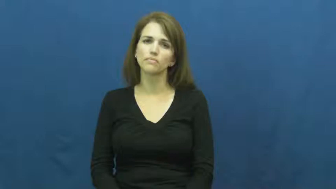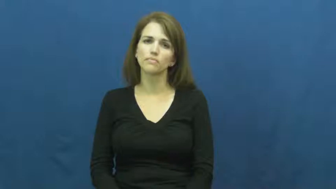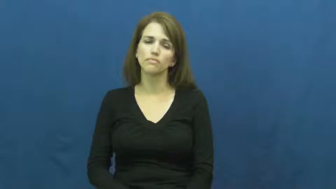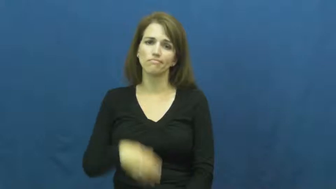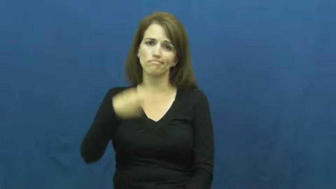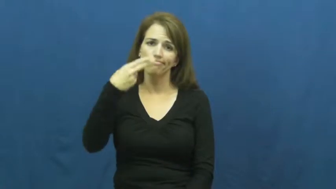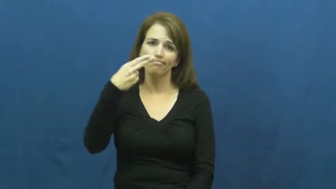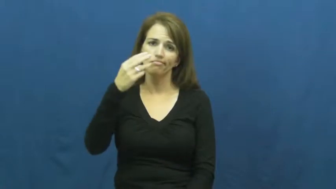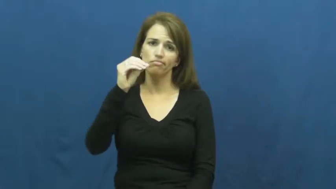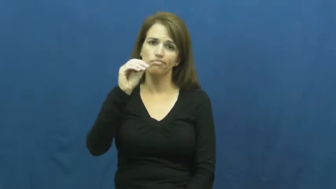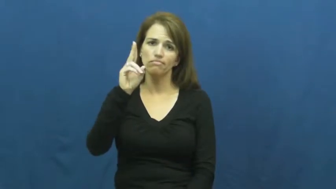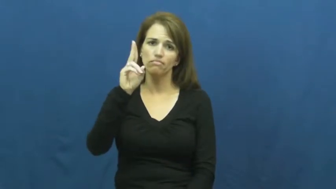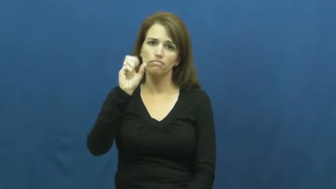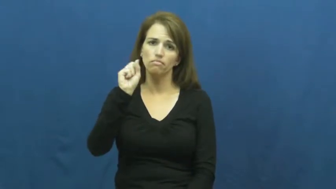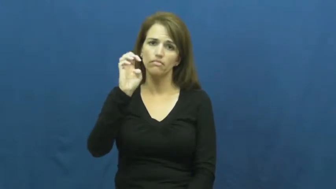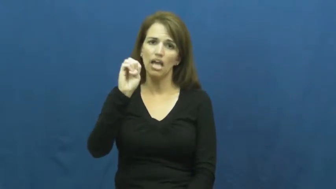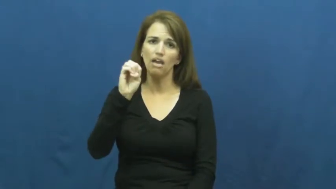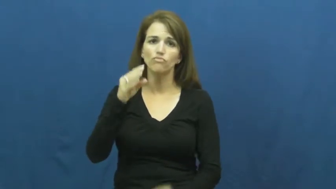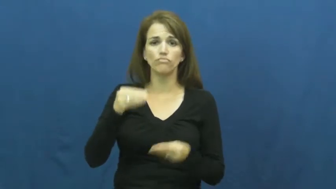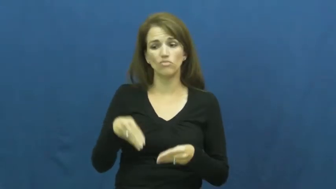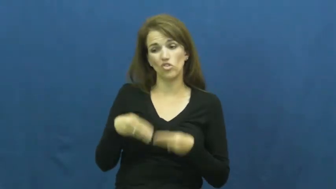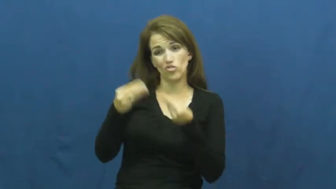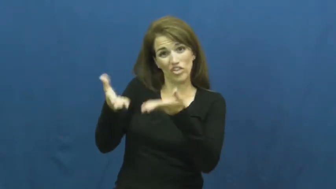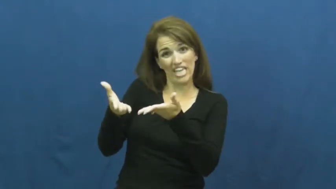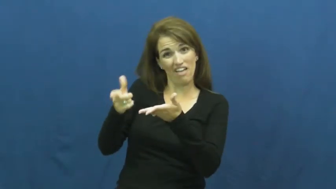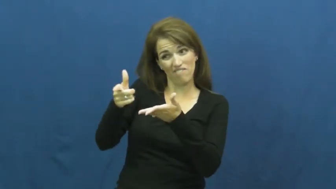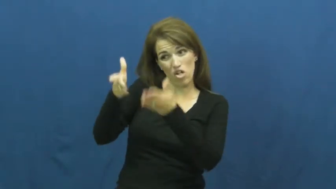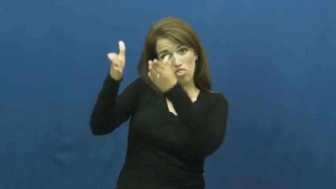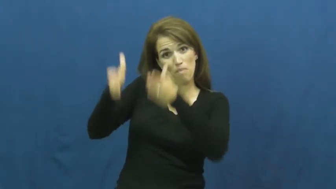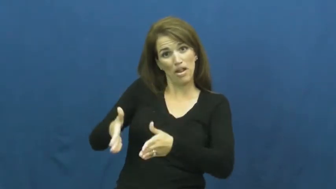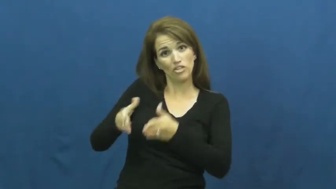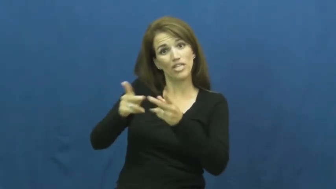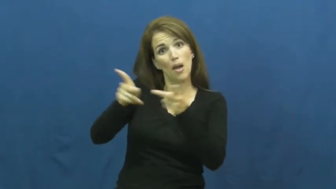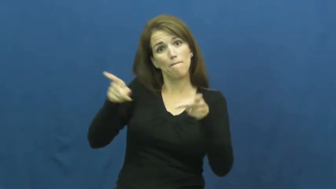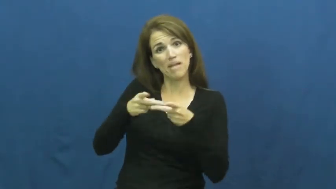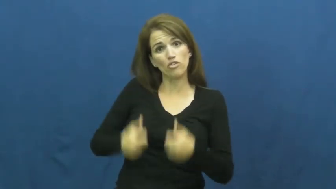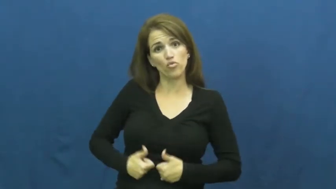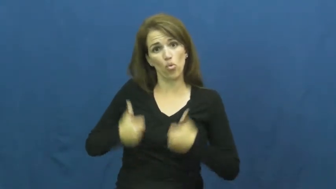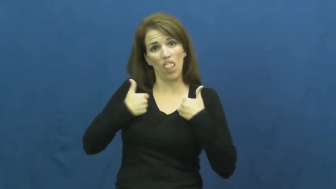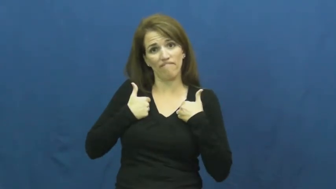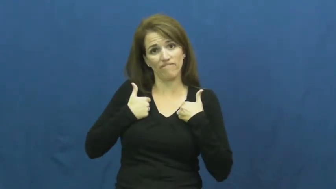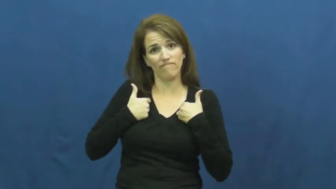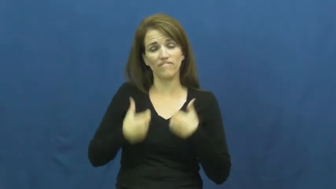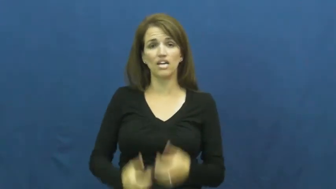house-verb